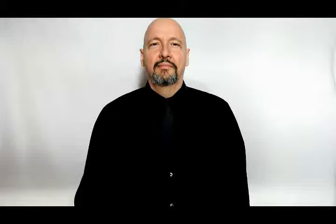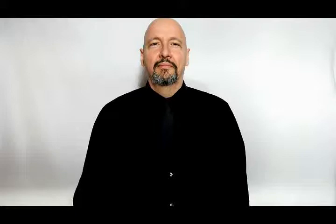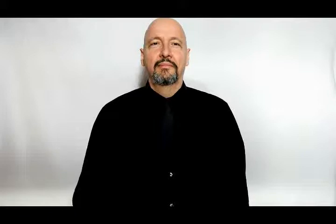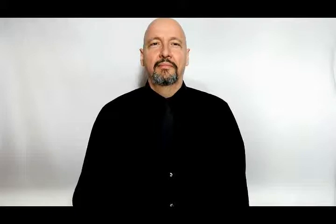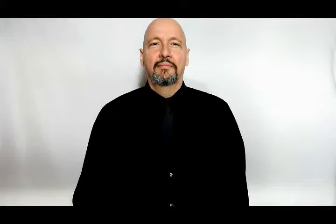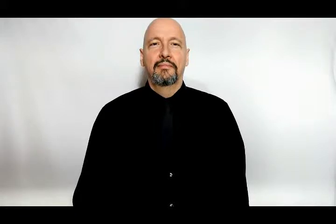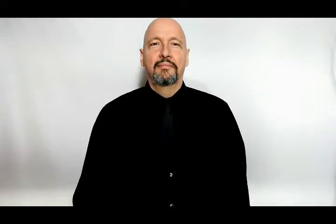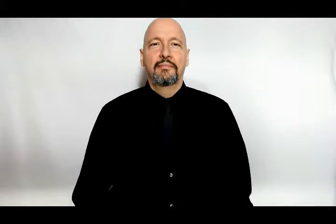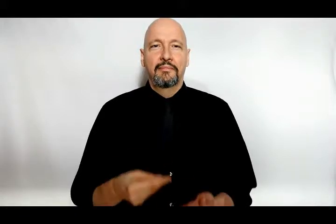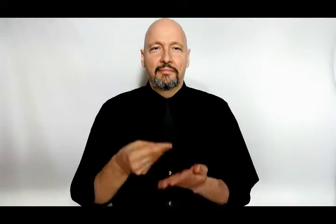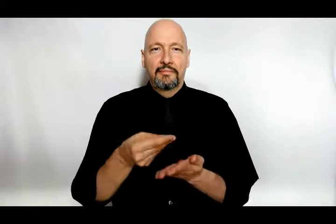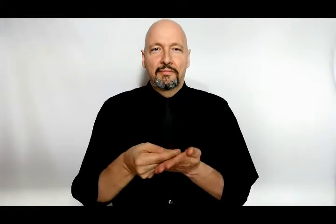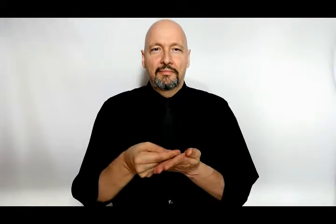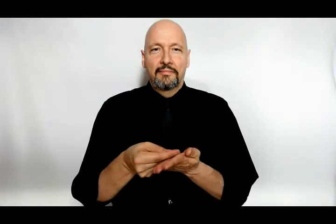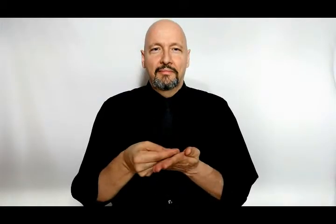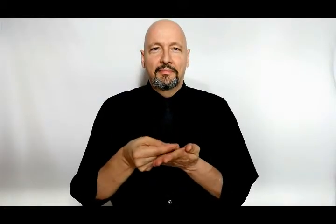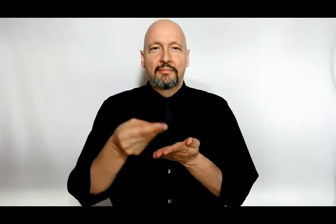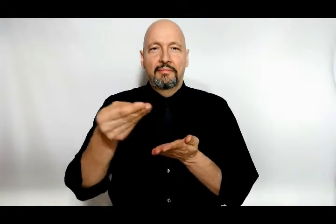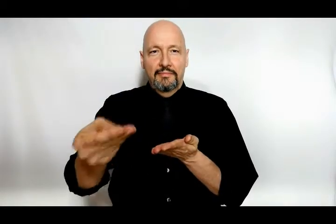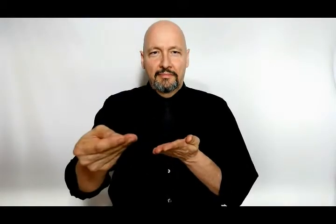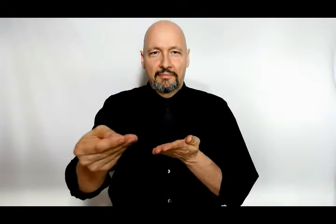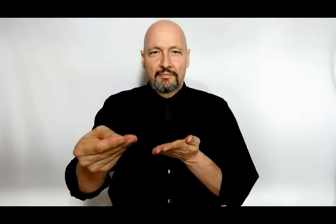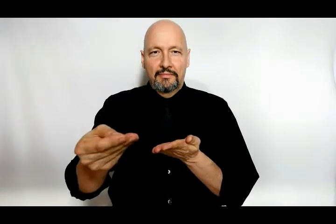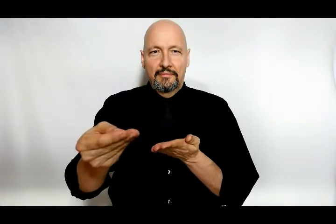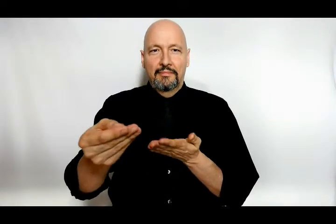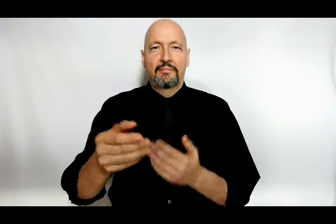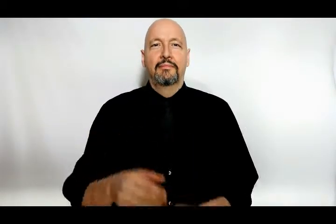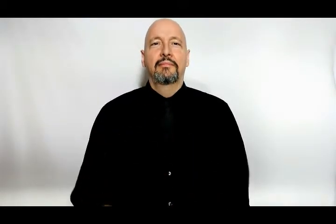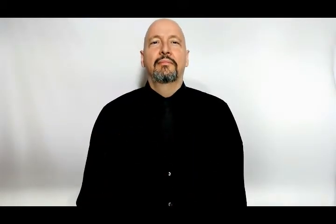buy